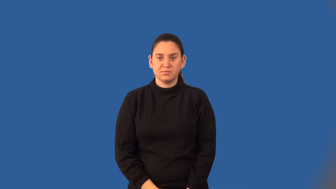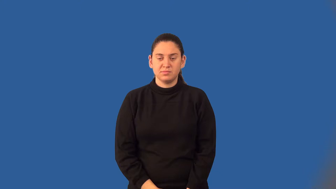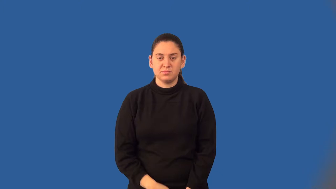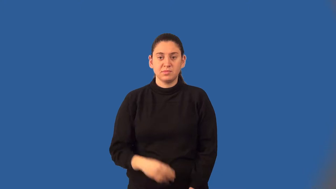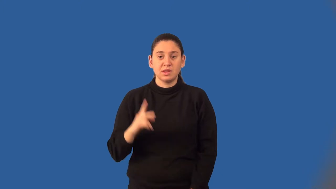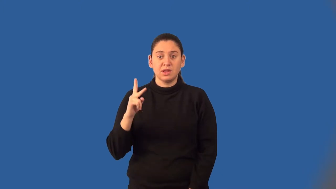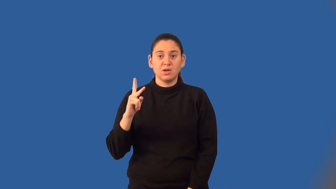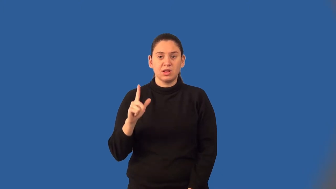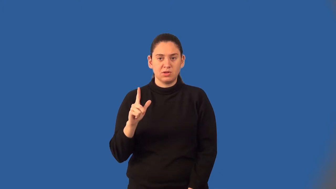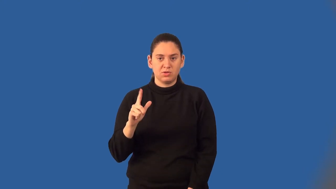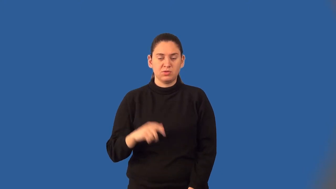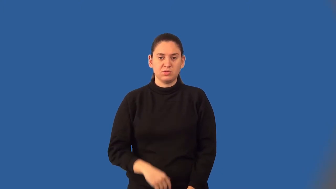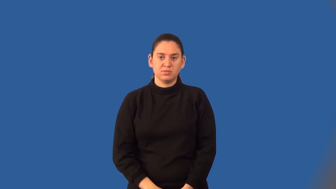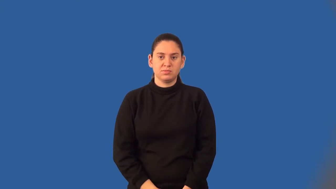kiloliter